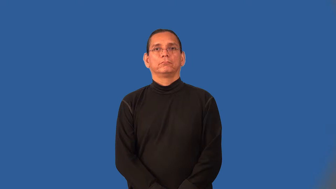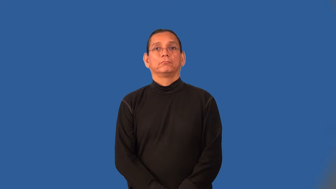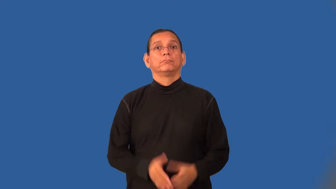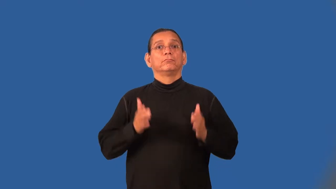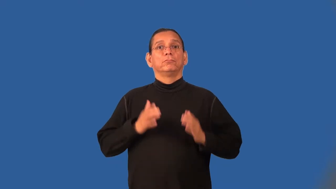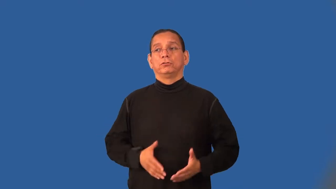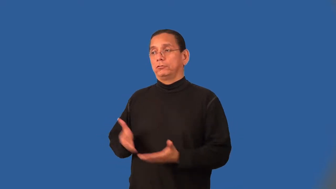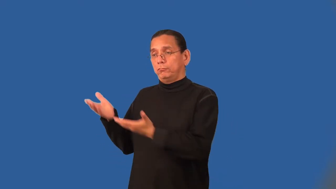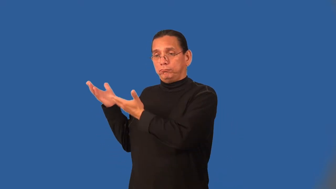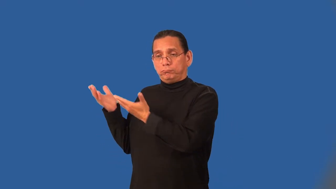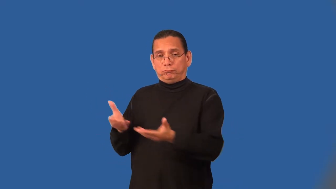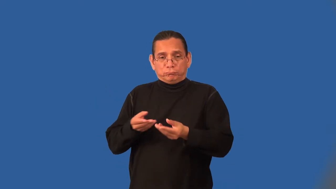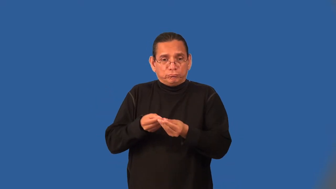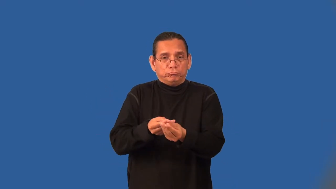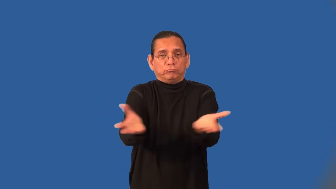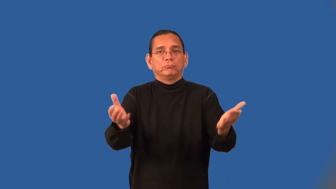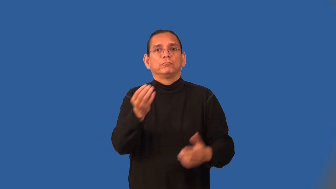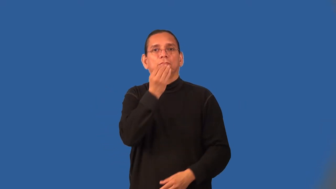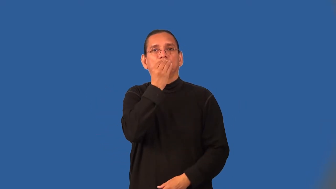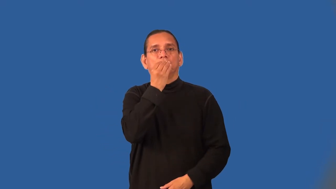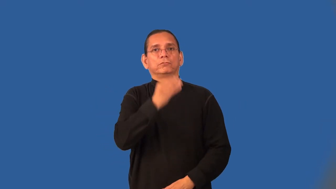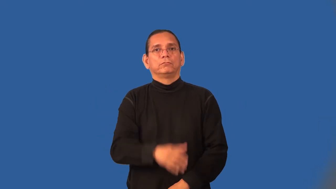caterer